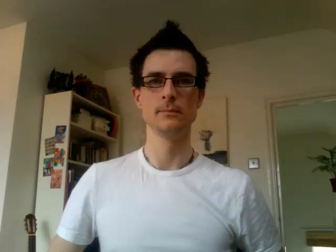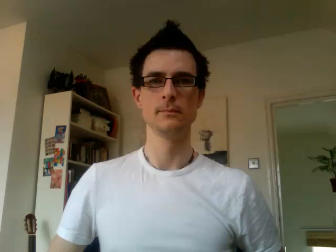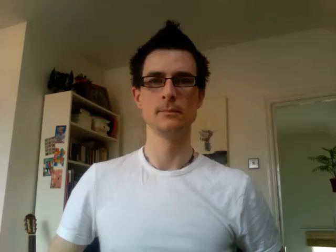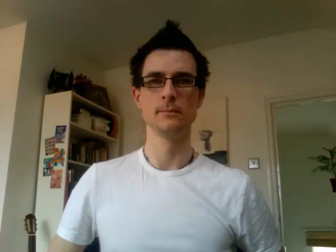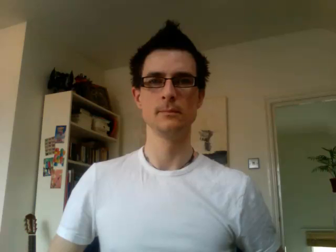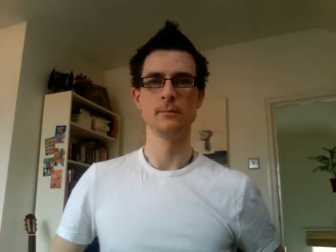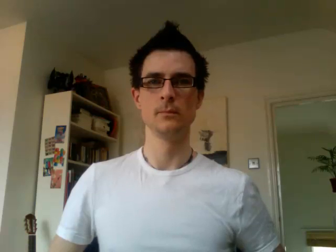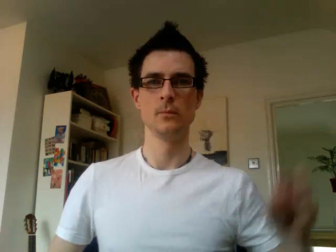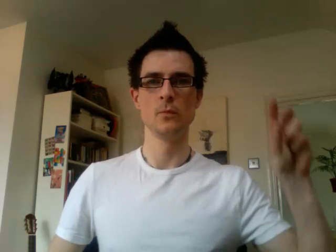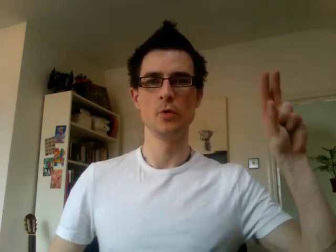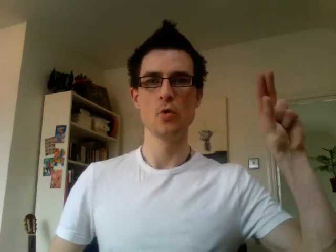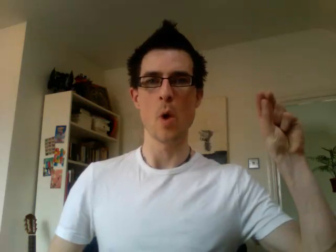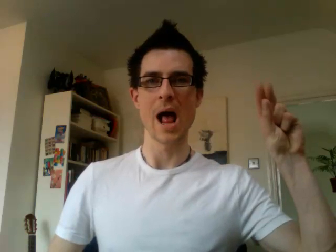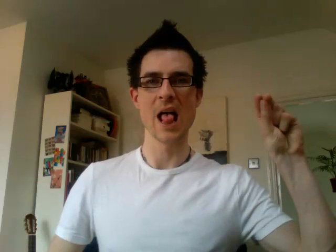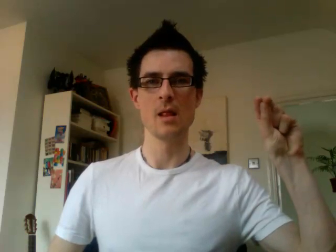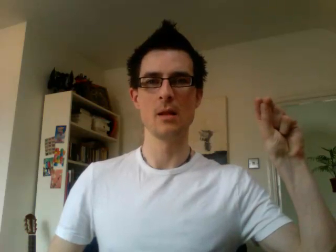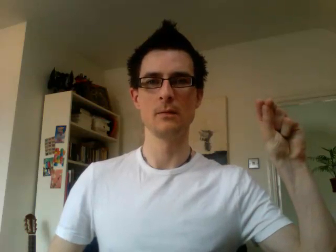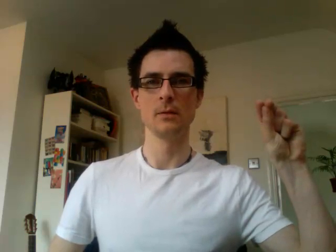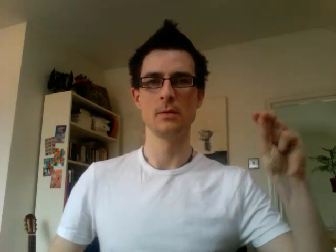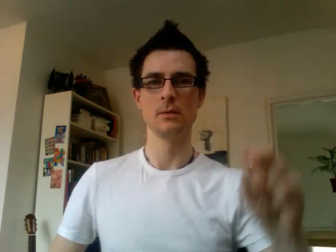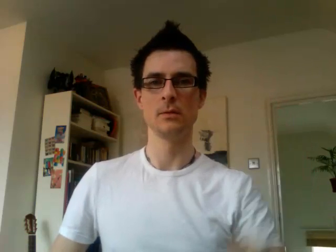12